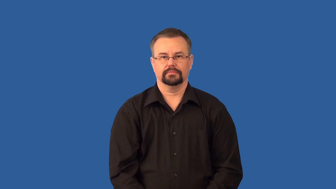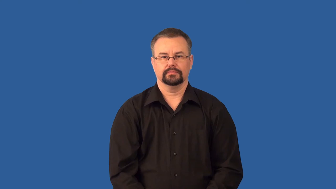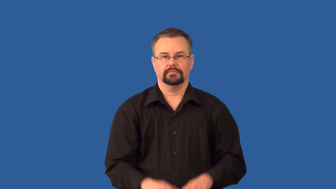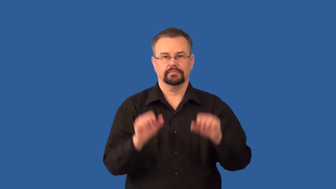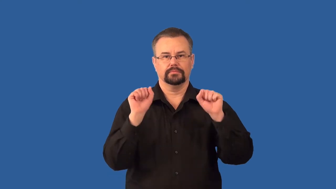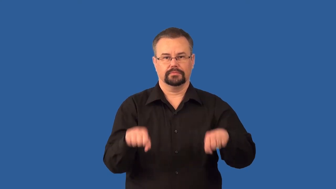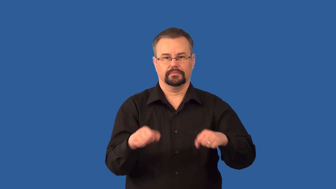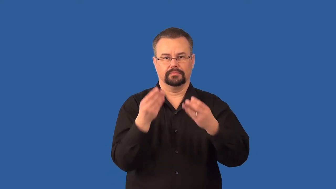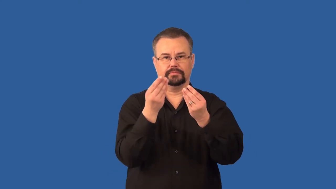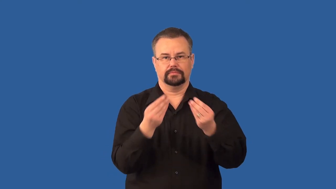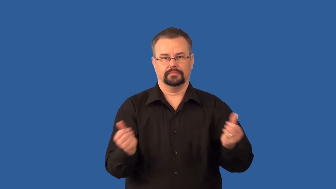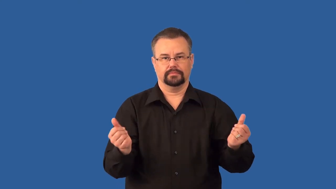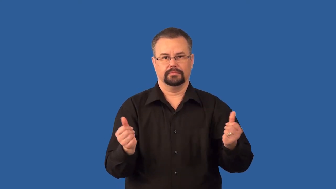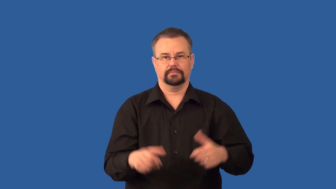biodegradable